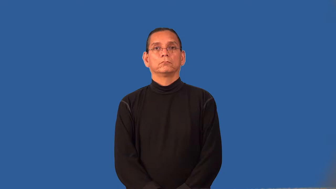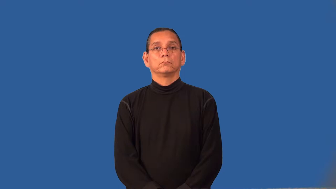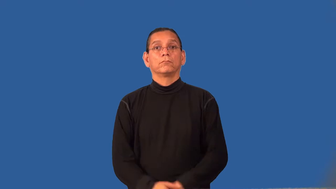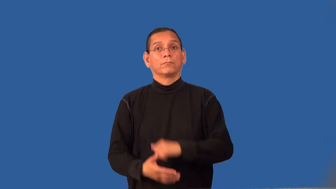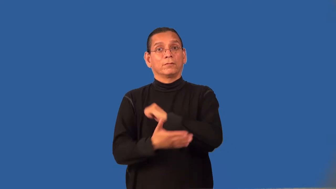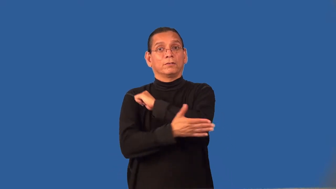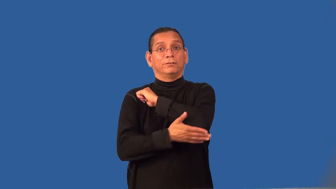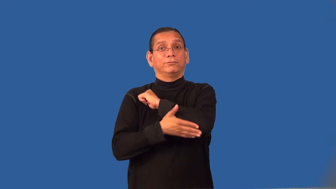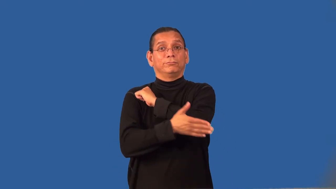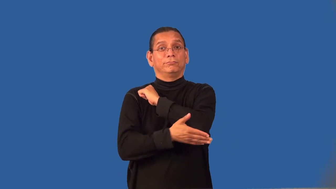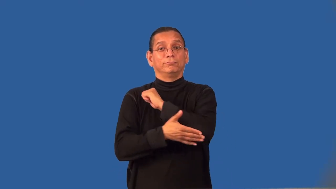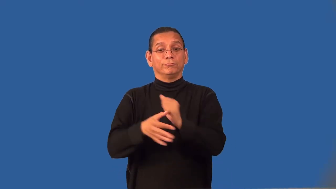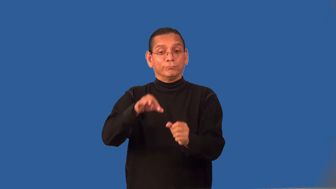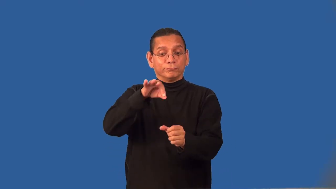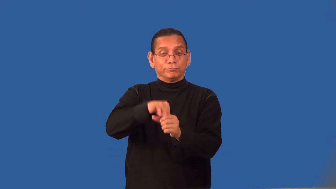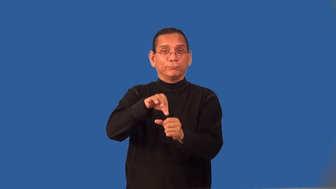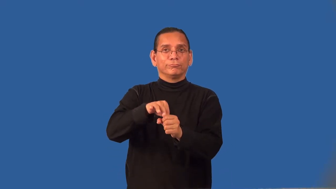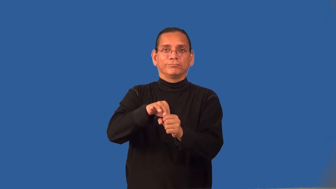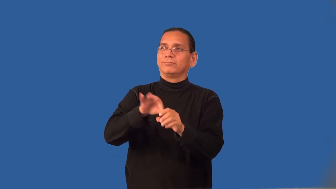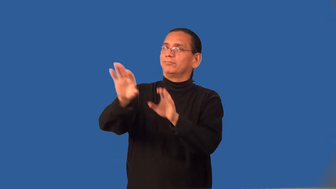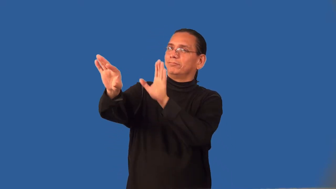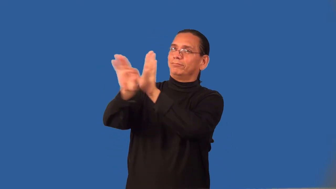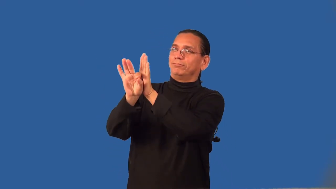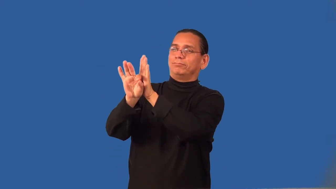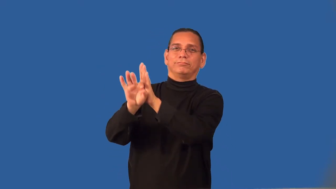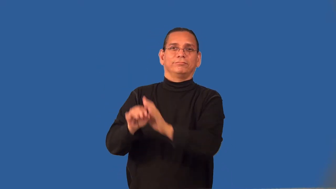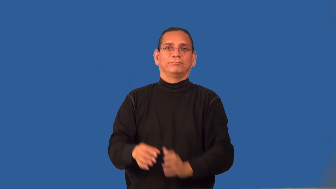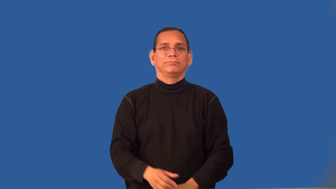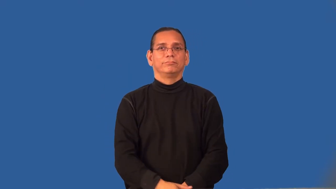republic